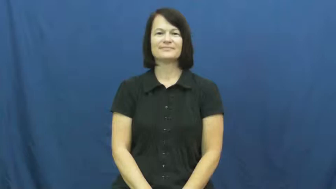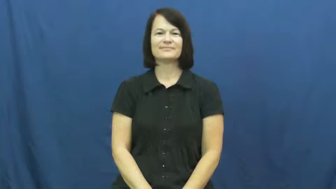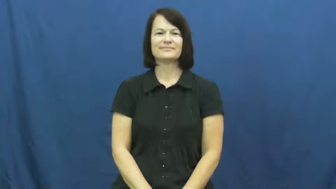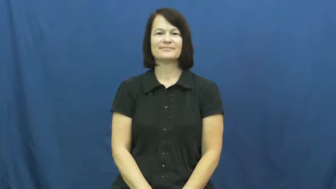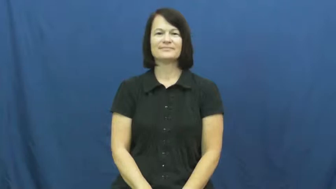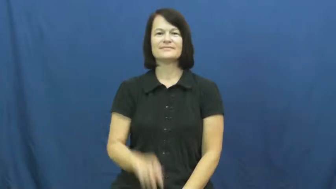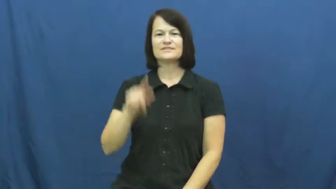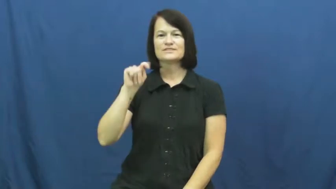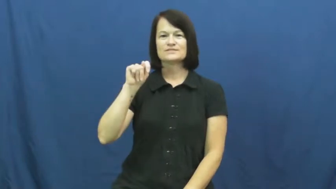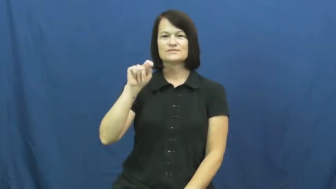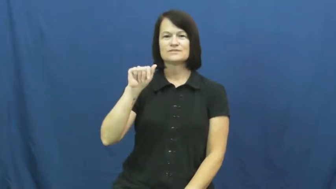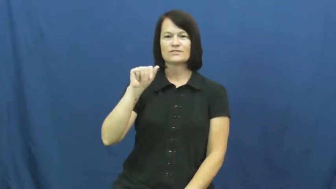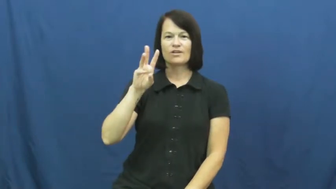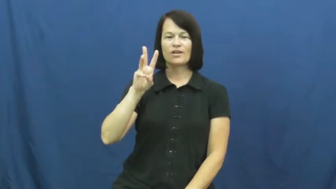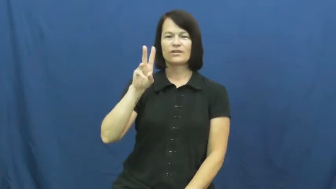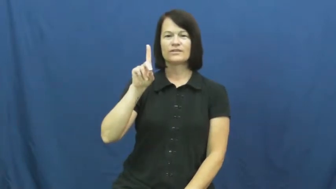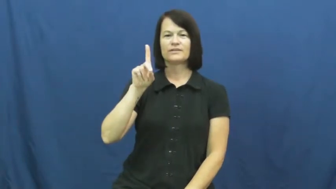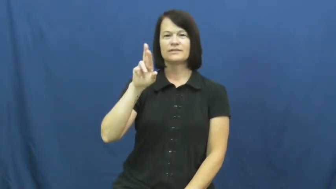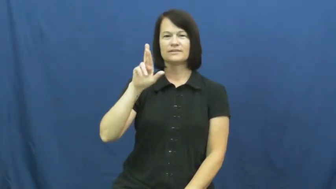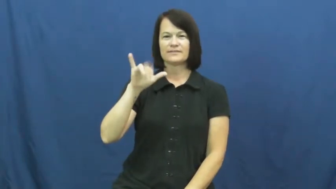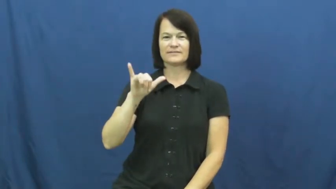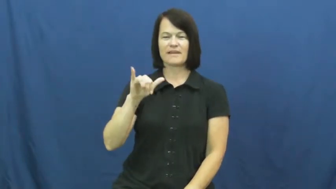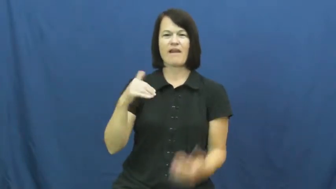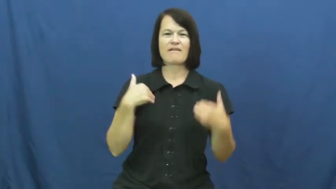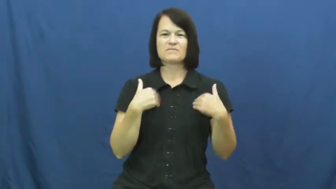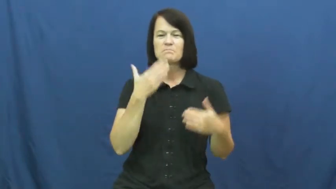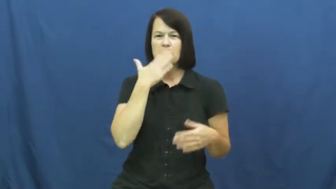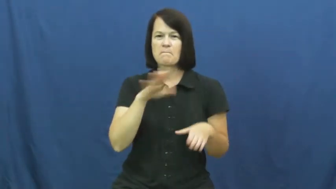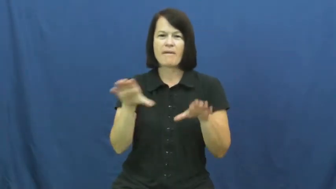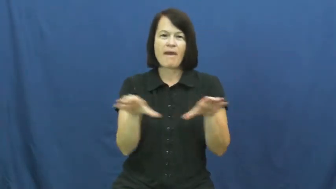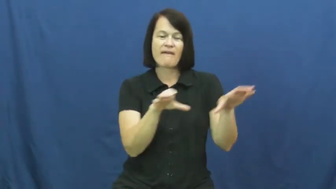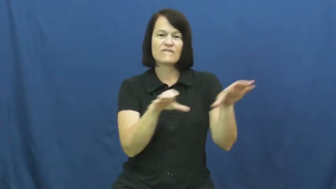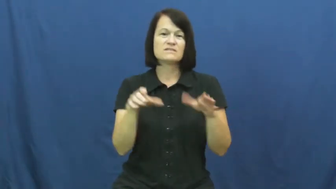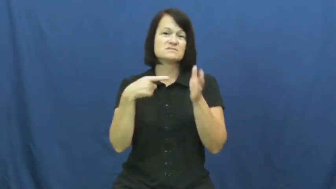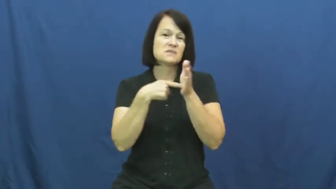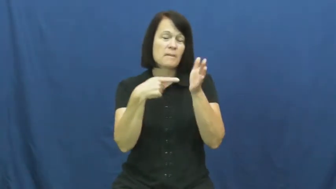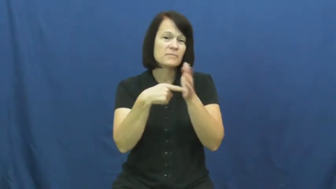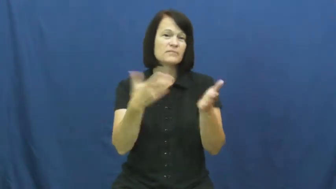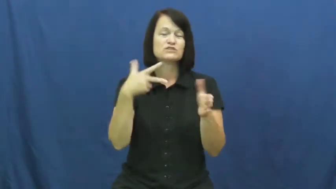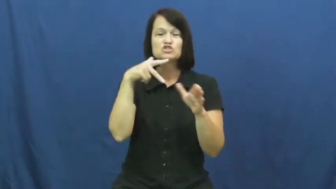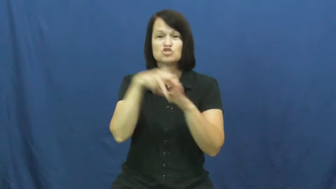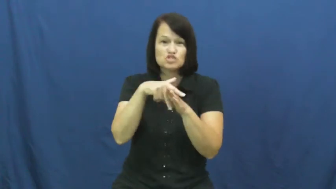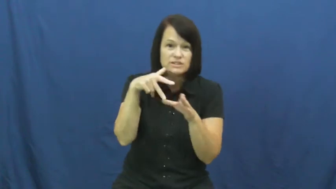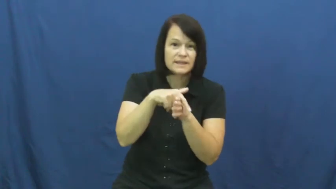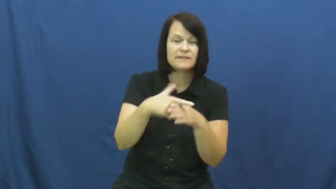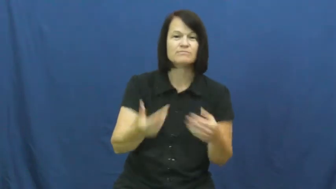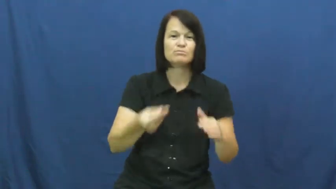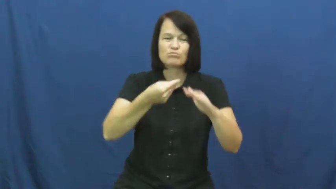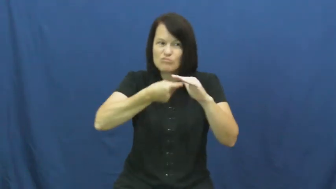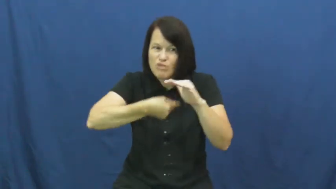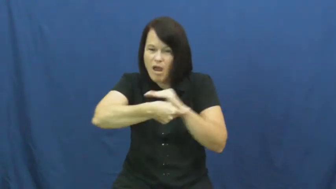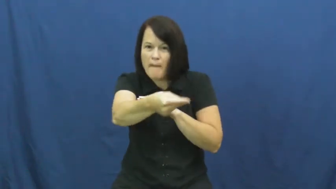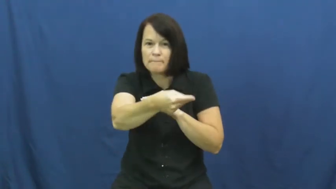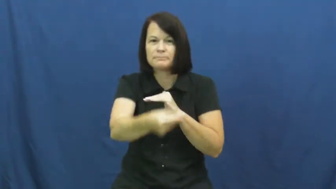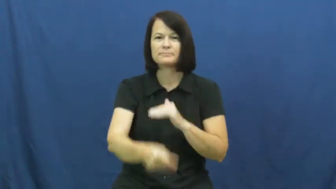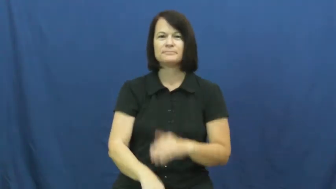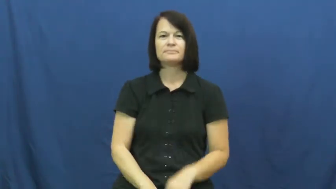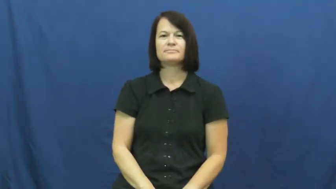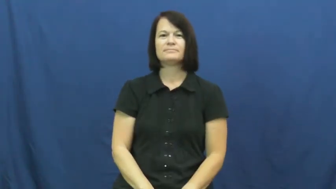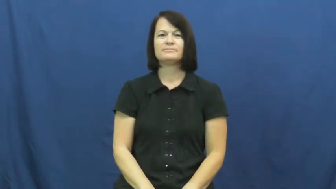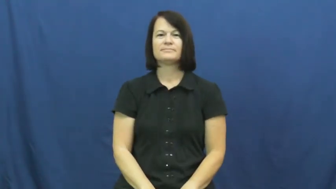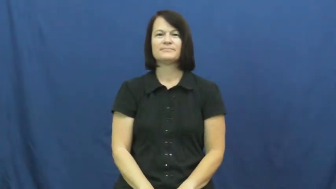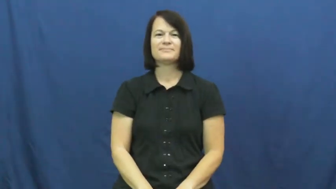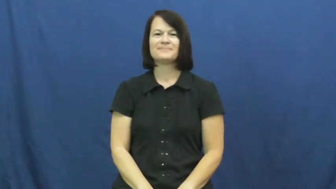tawdry-behavior